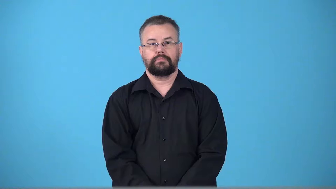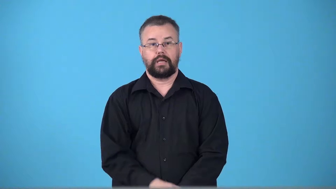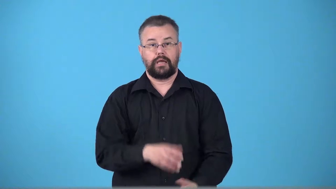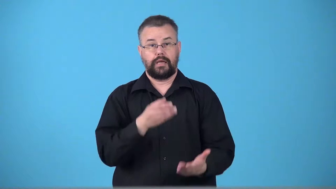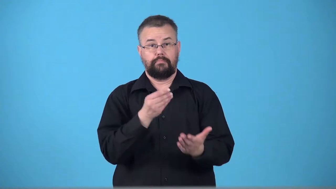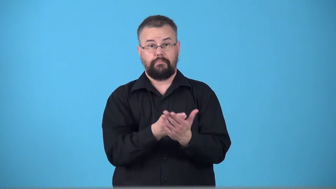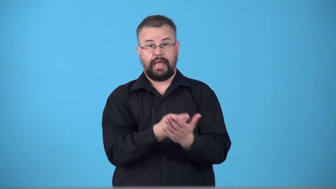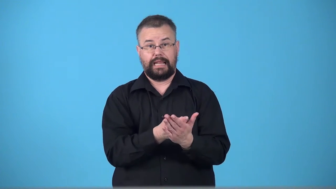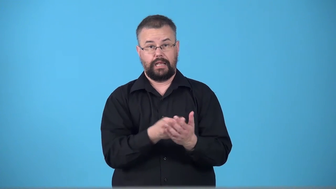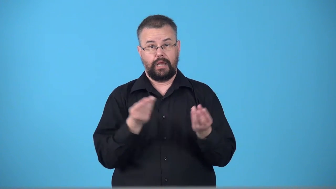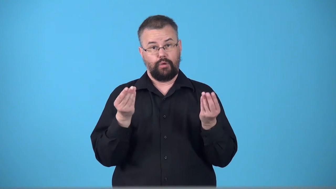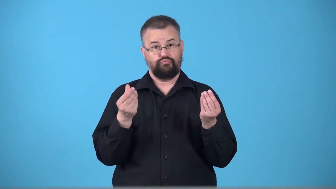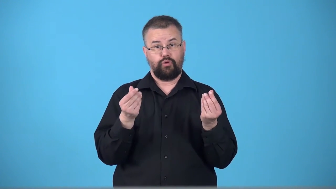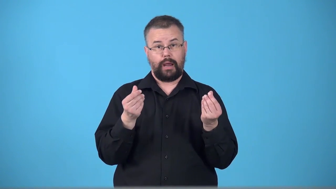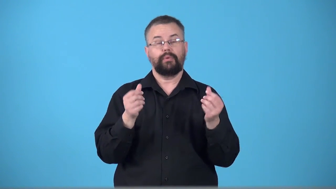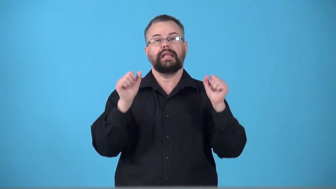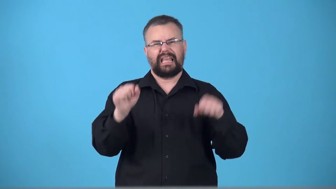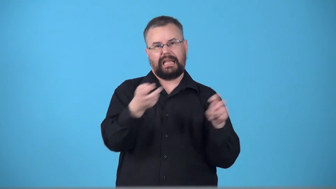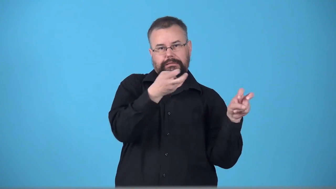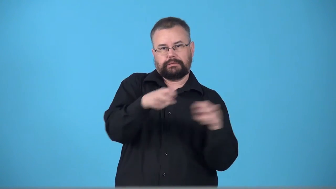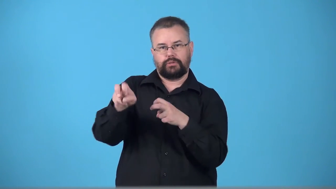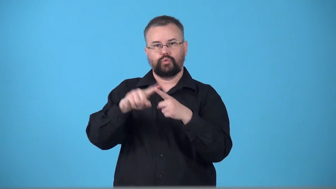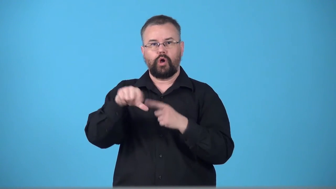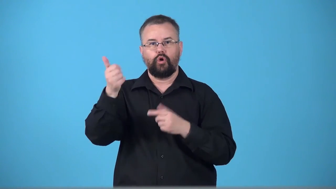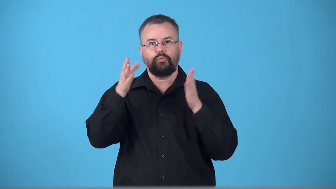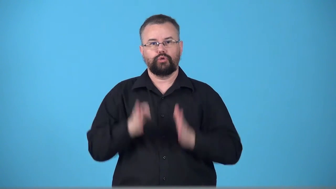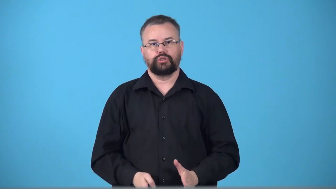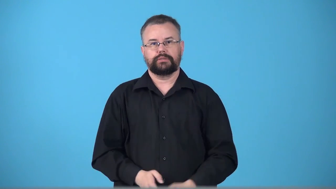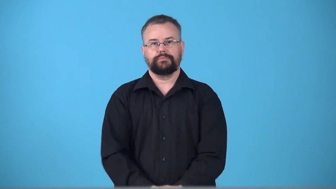transferable